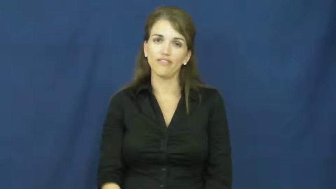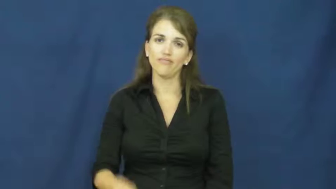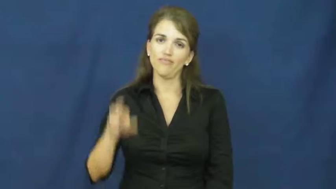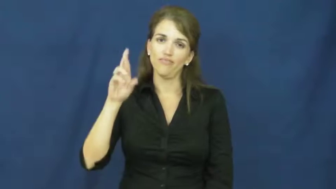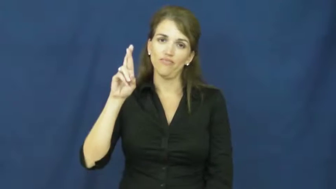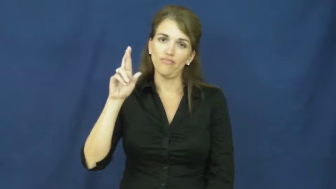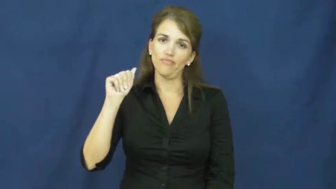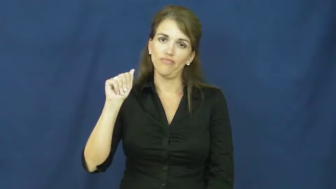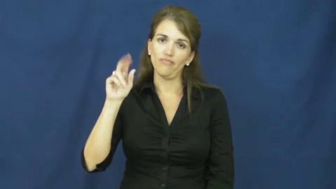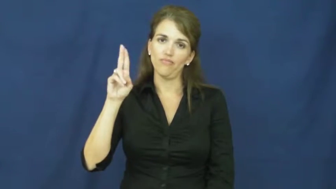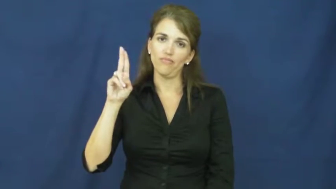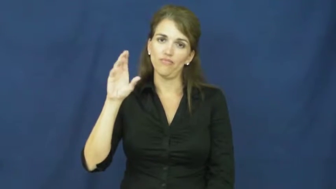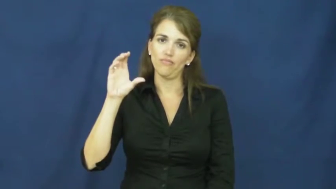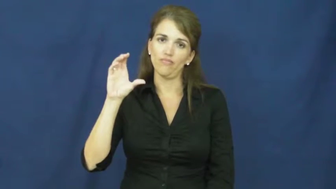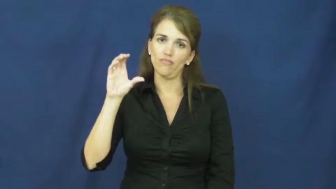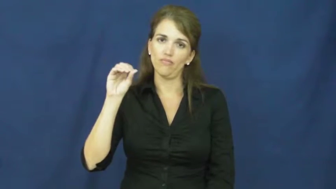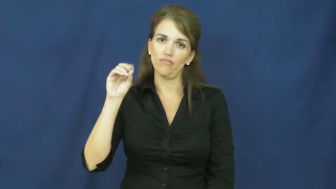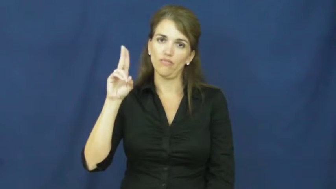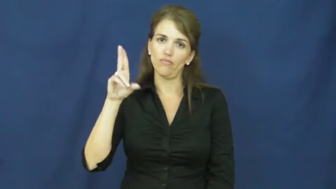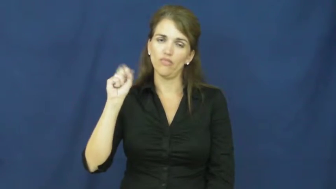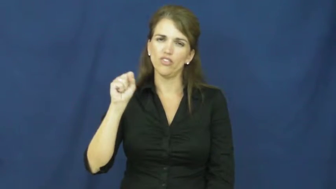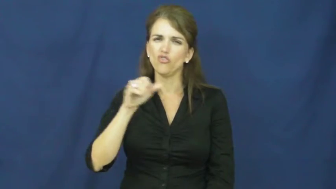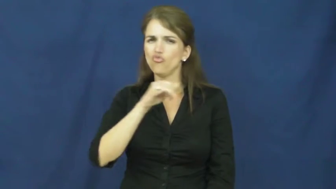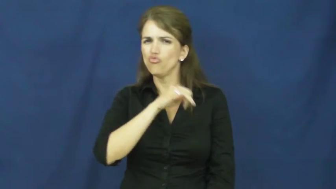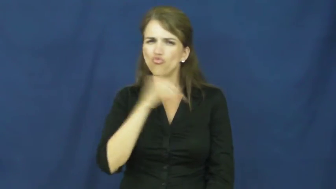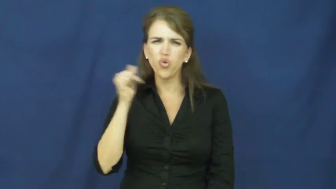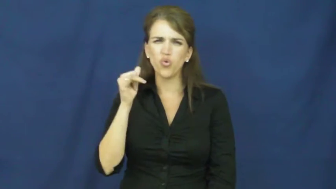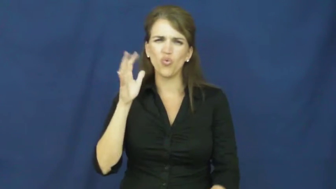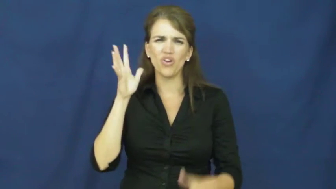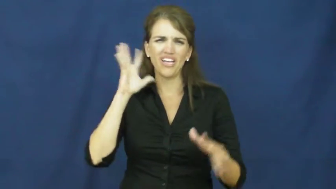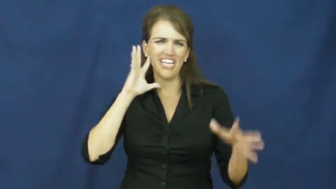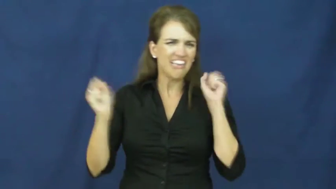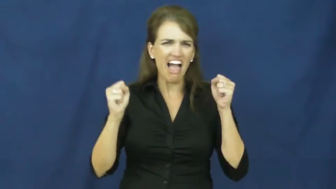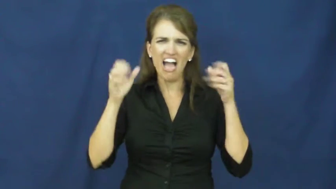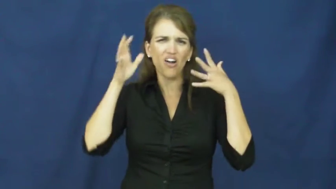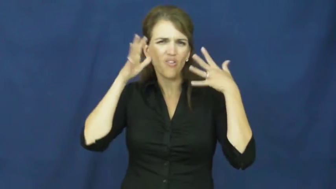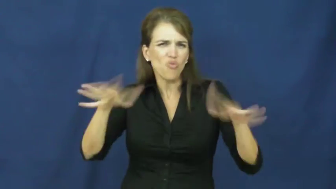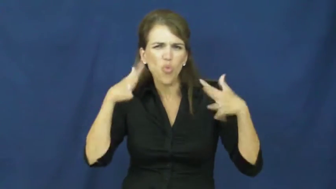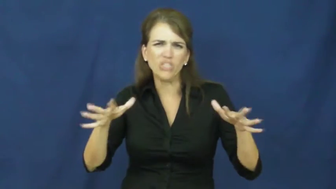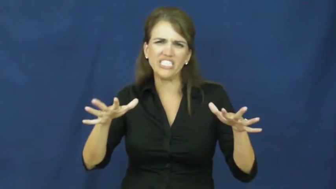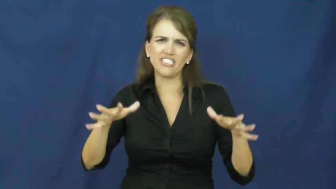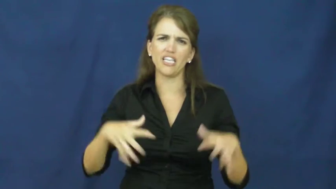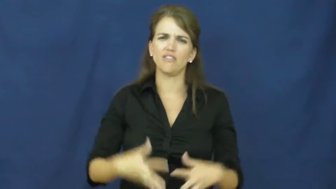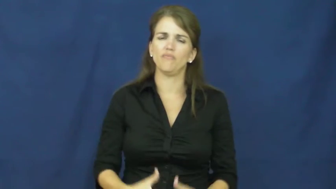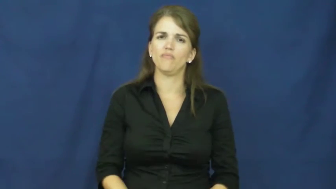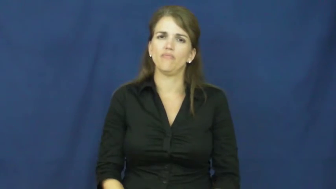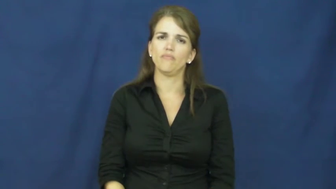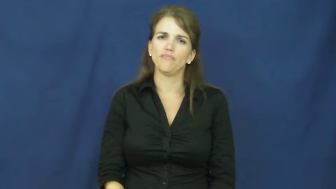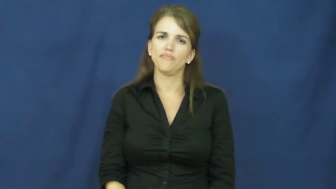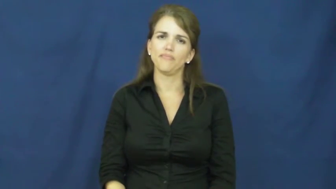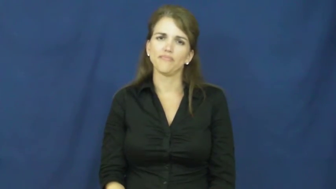raucous